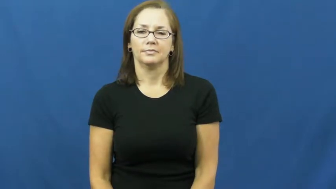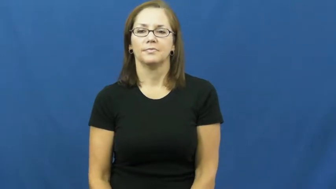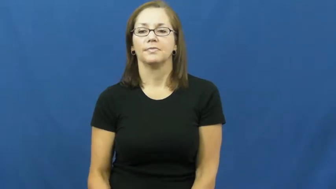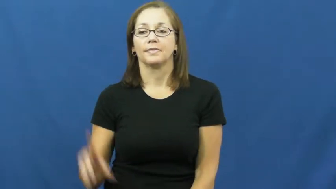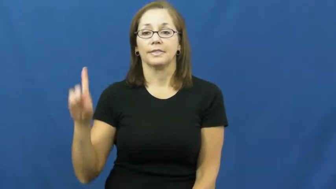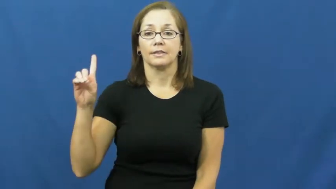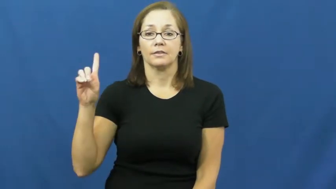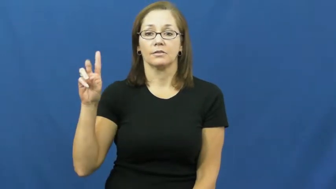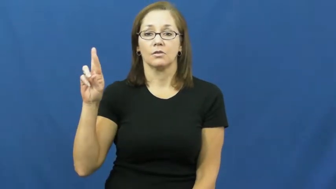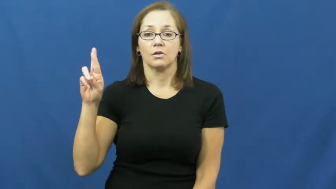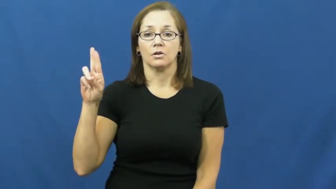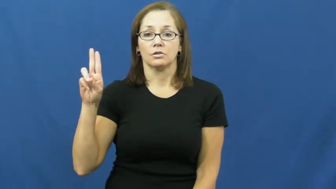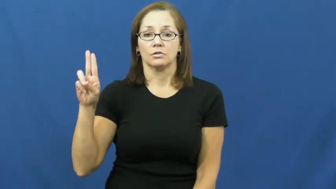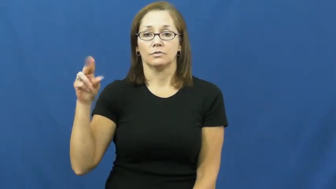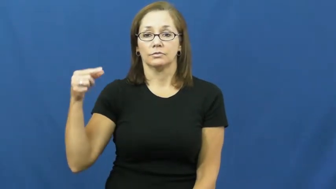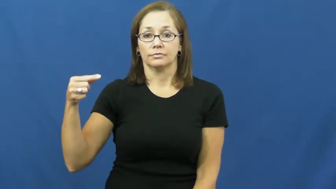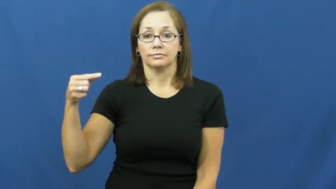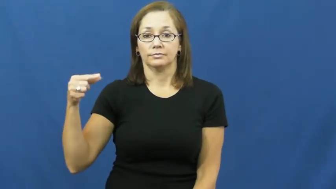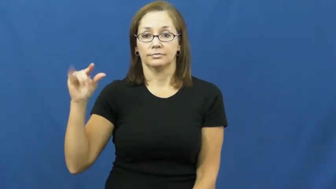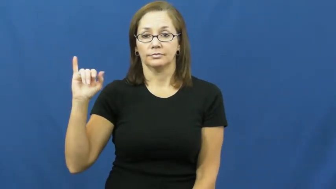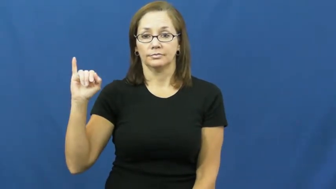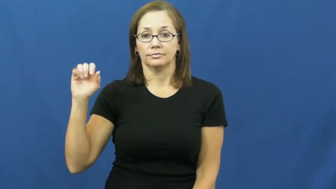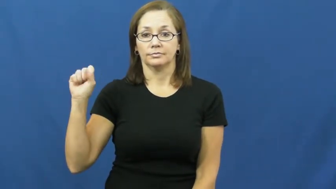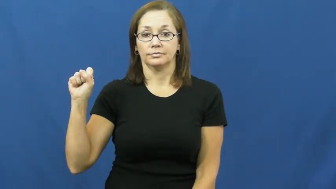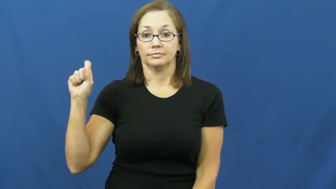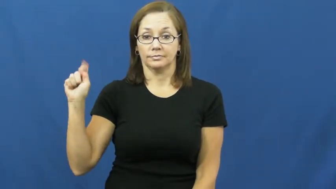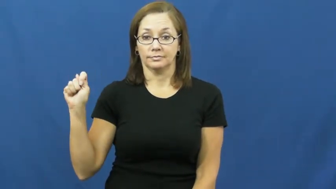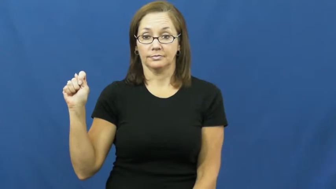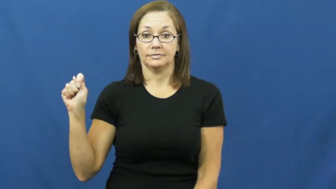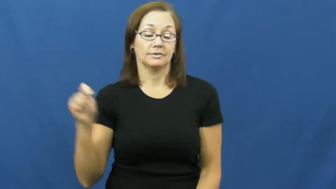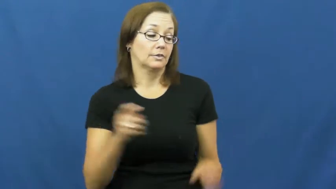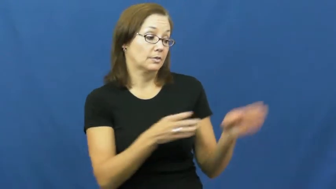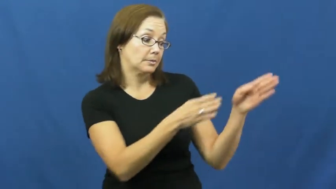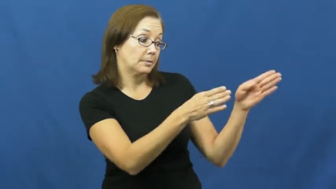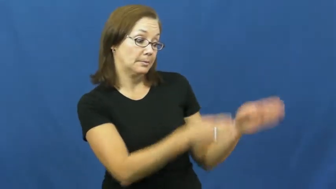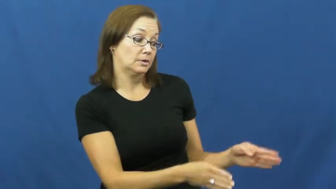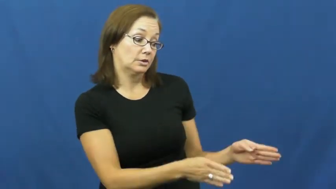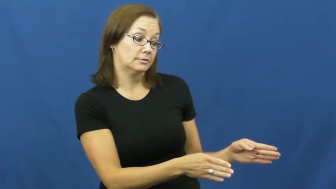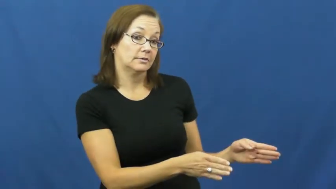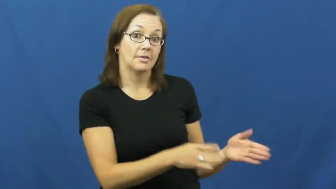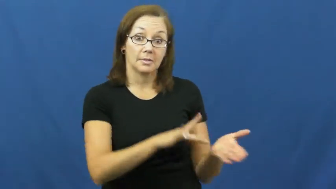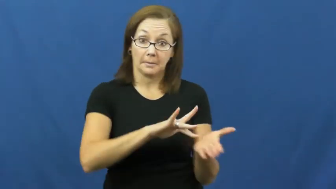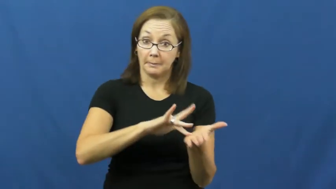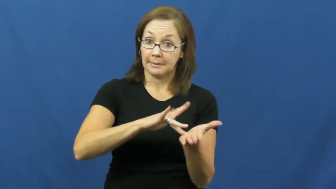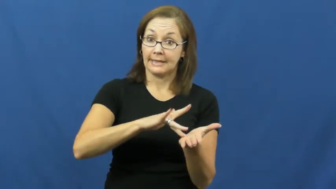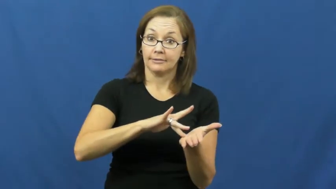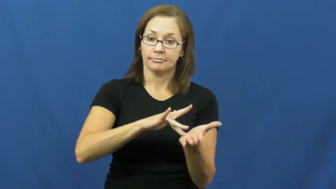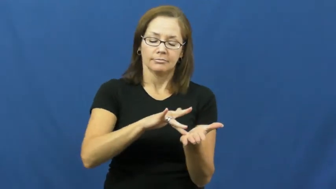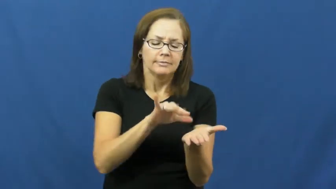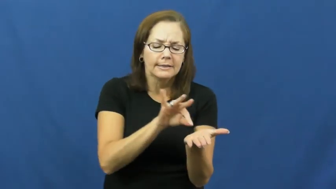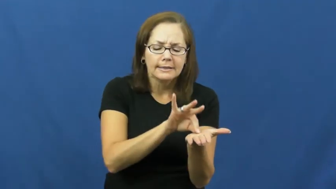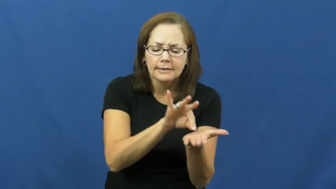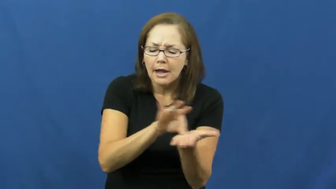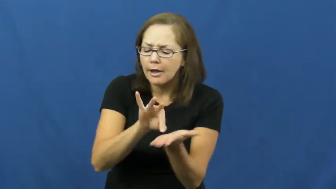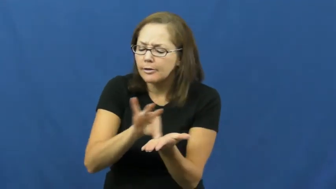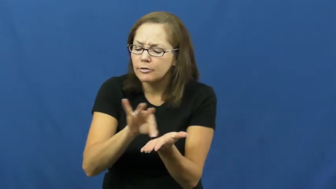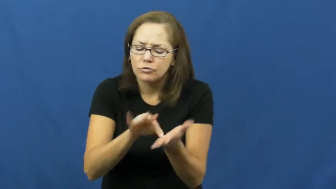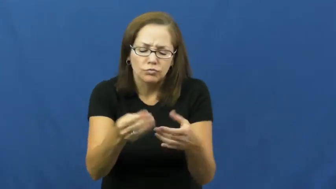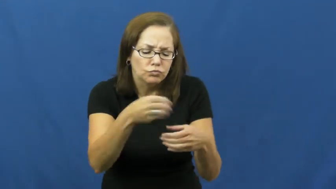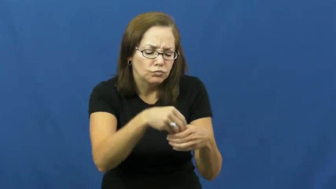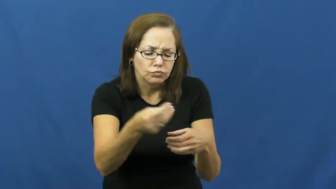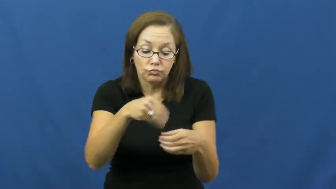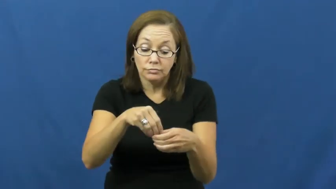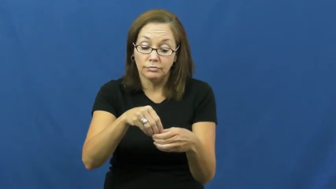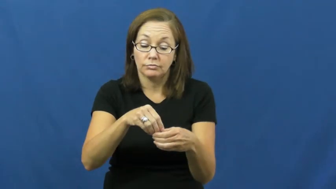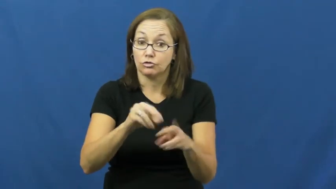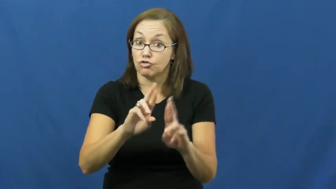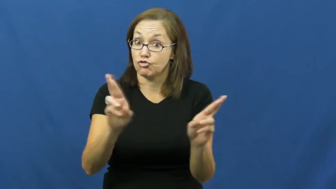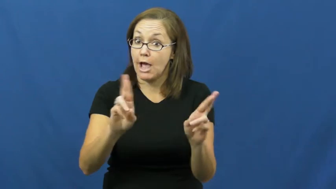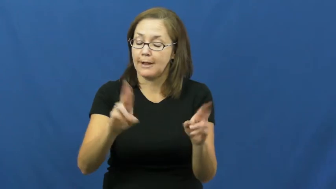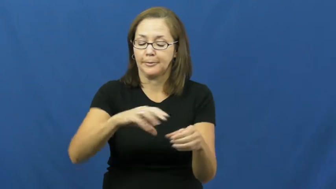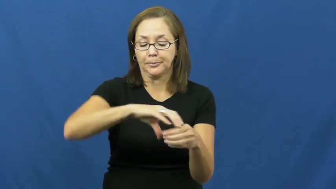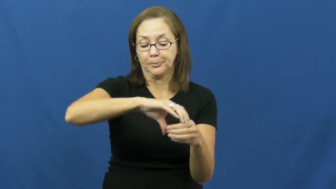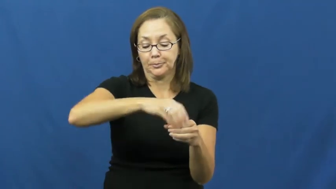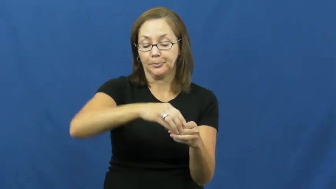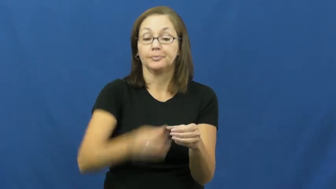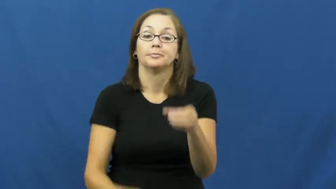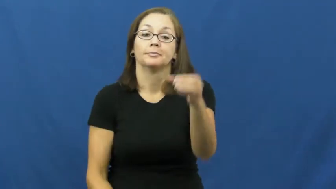druggist